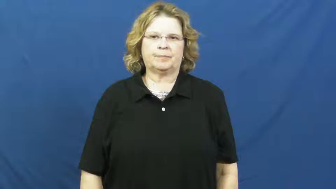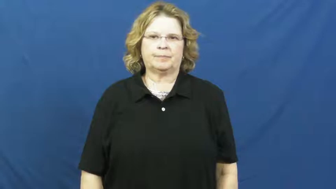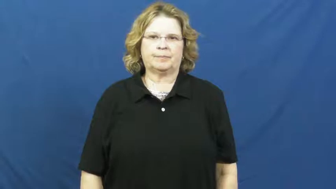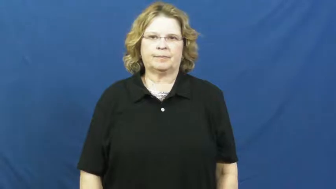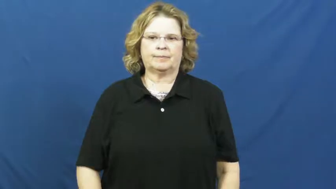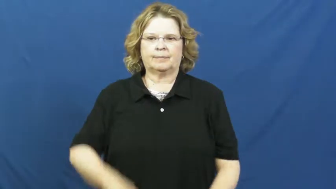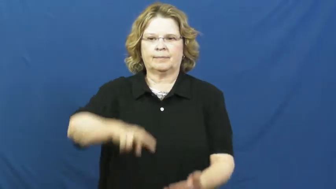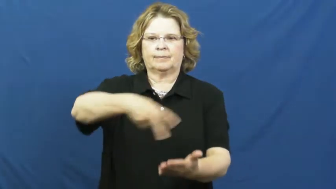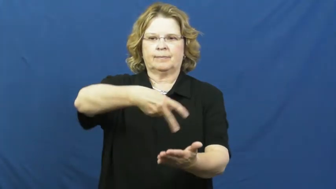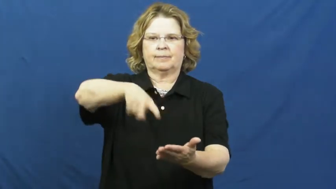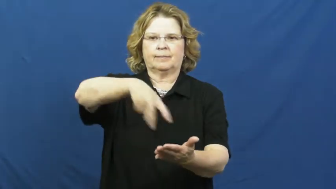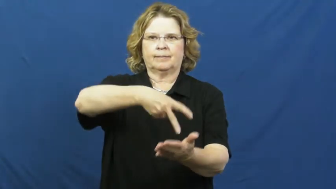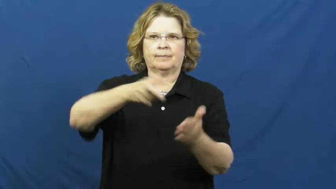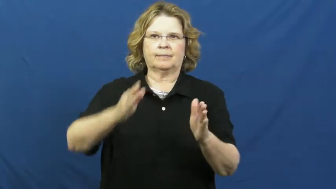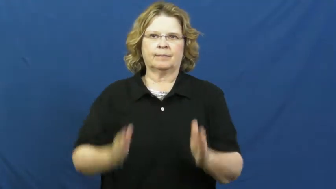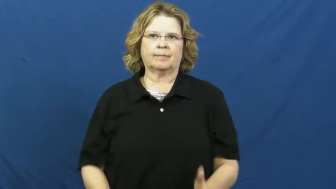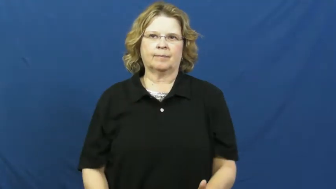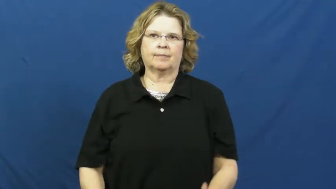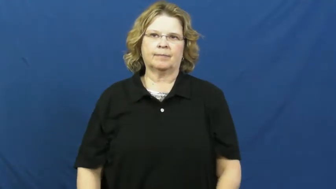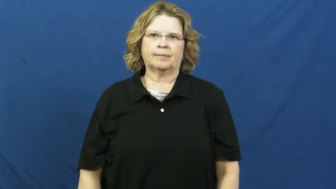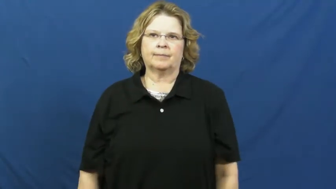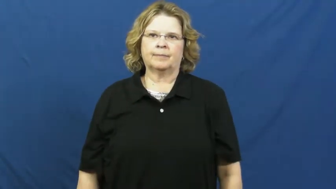dancer,hoofer,stepper